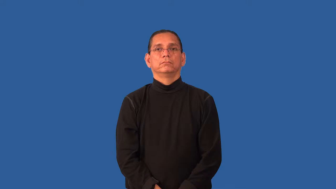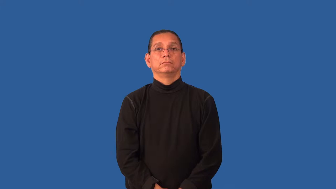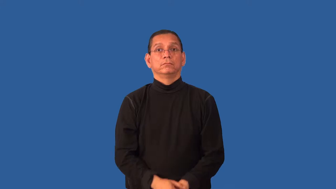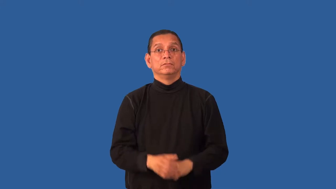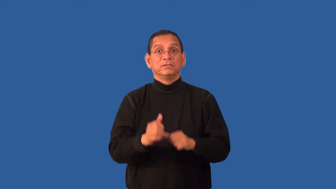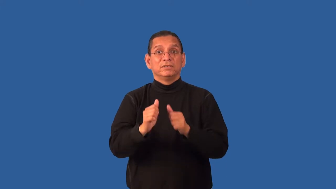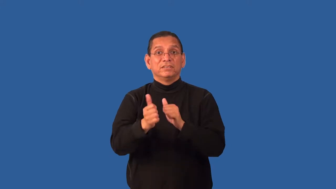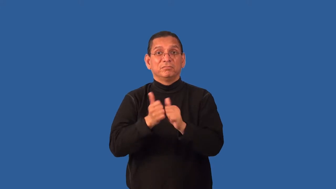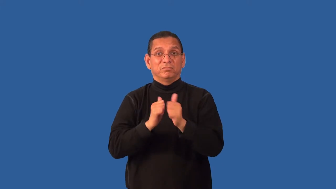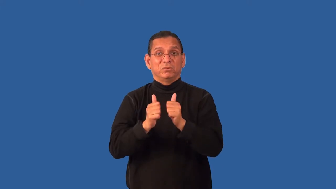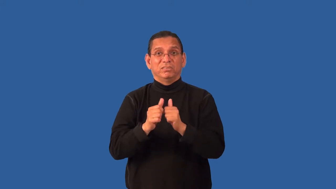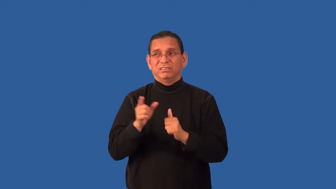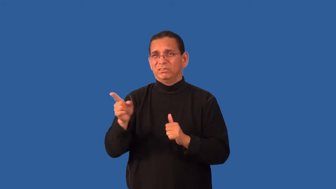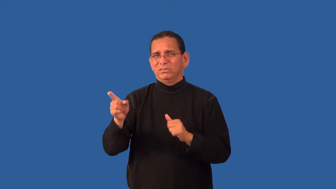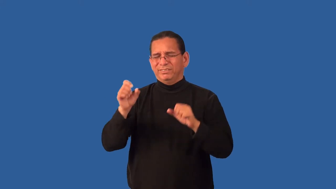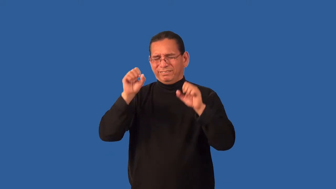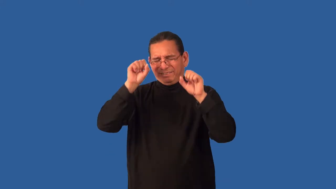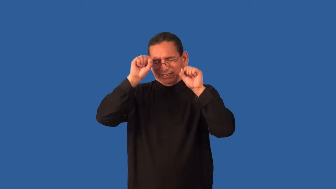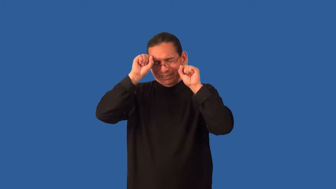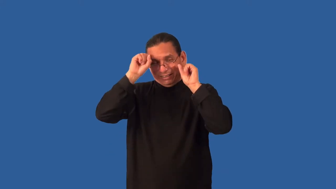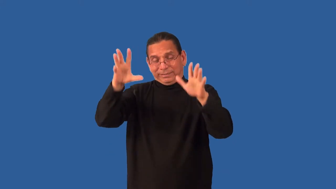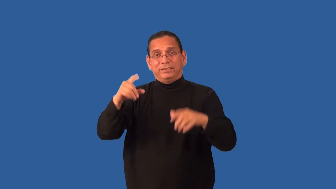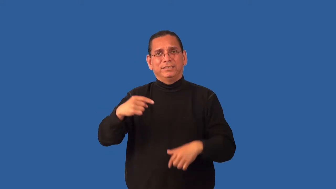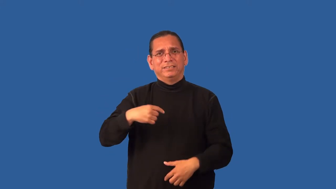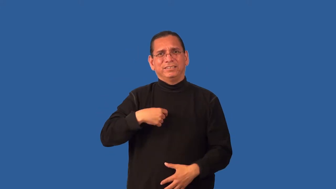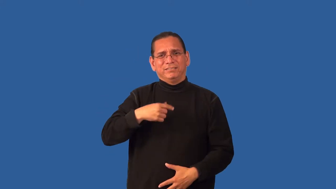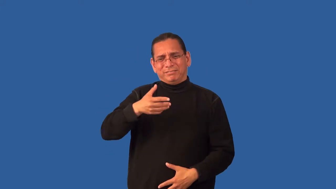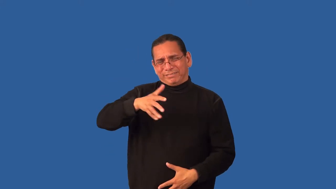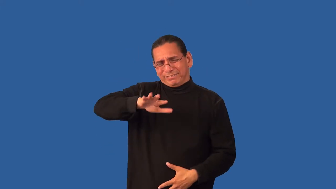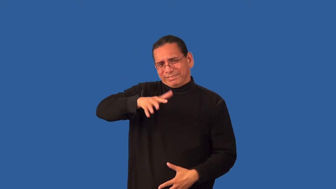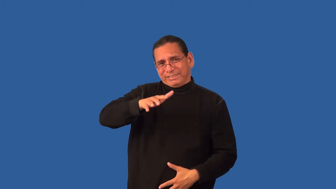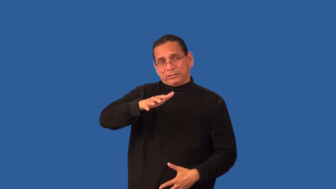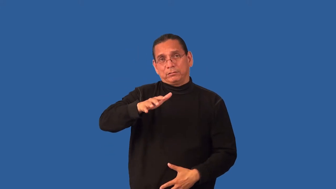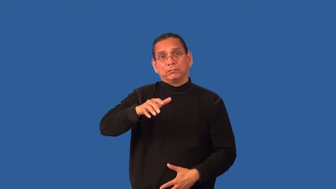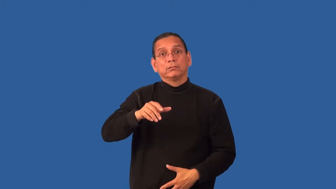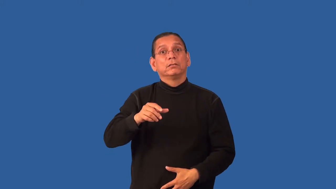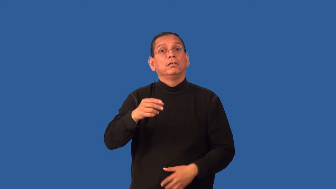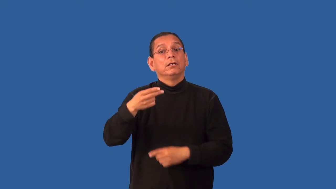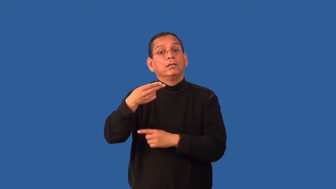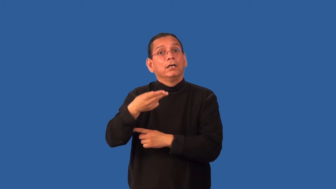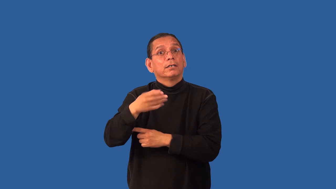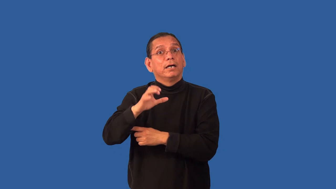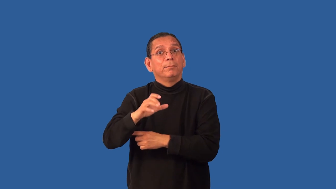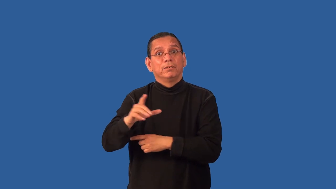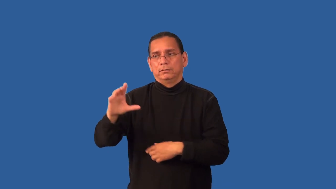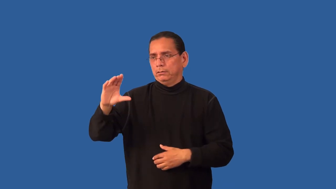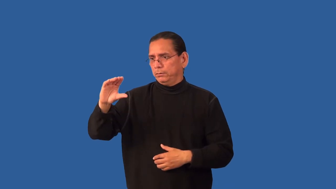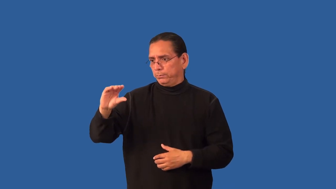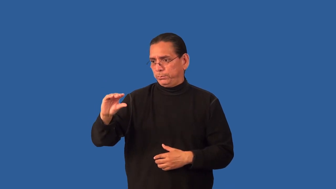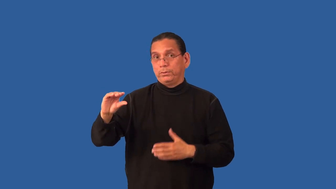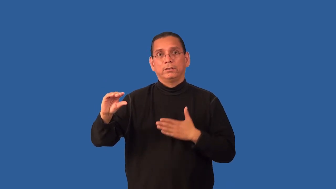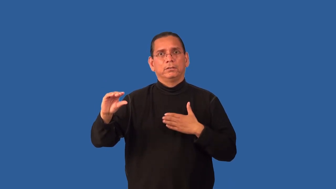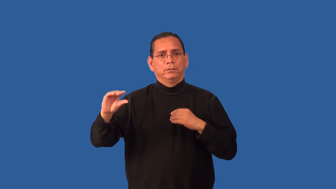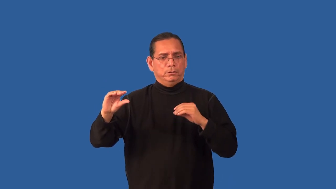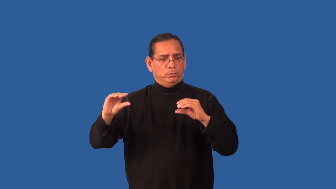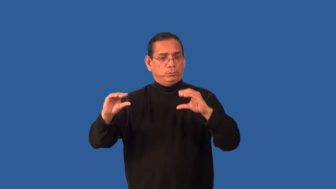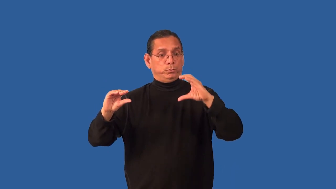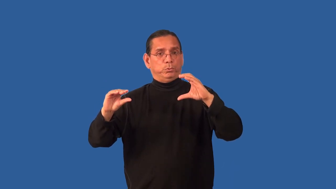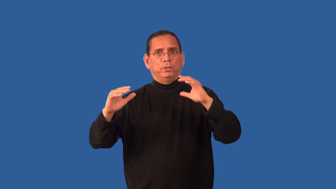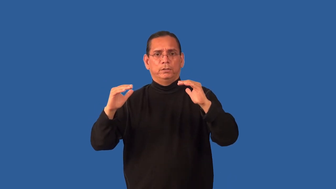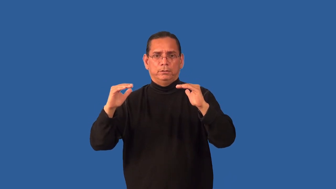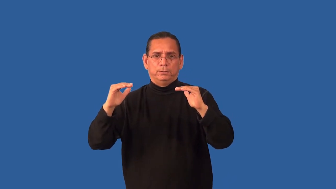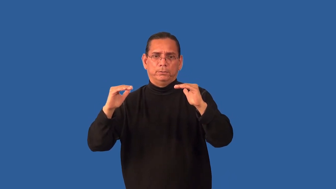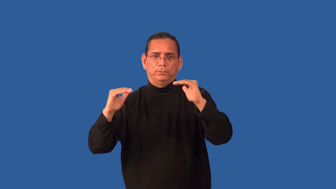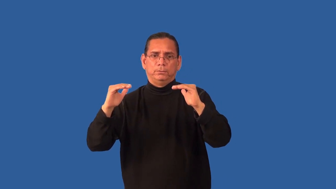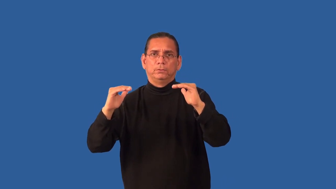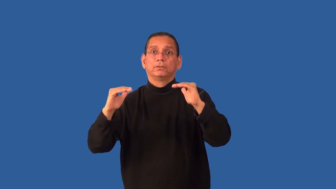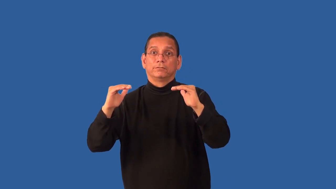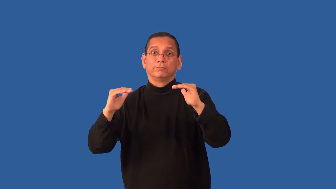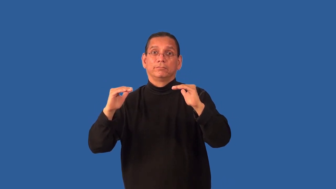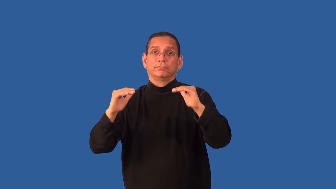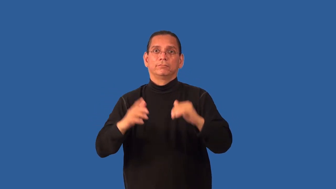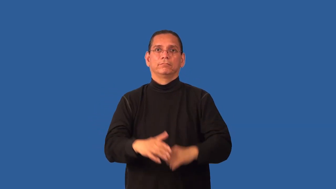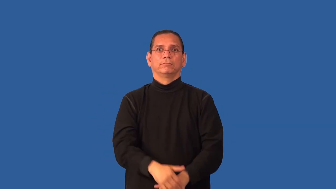handicap-determine odds